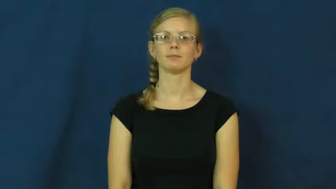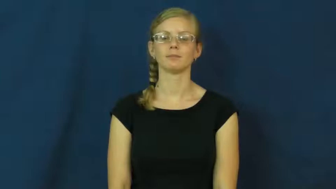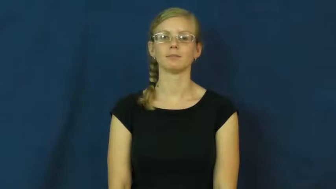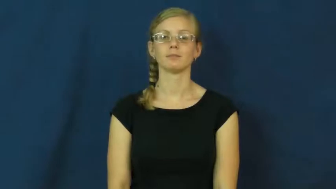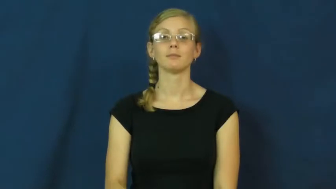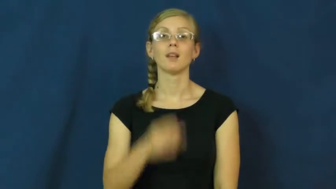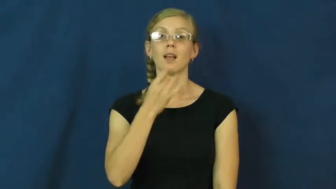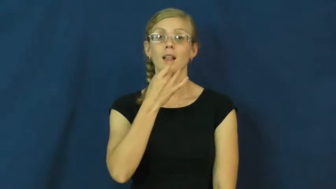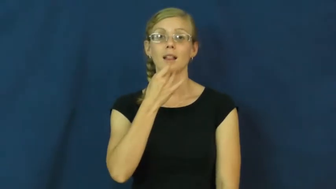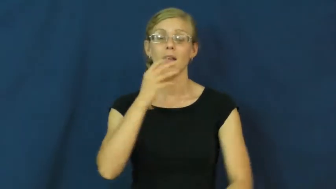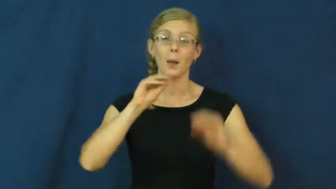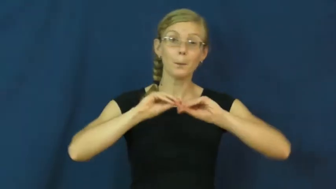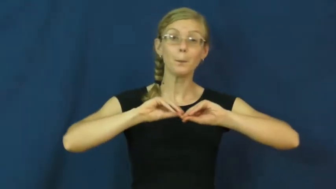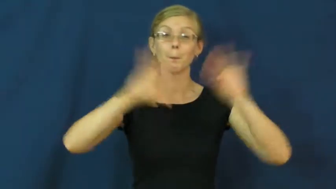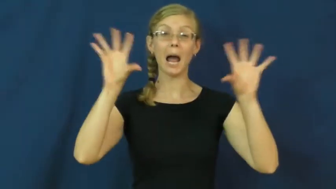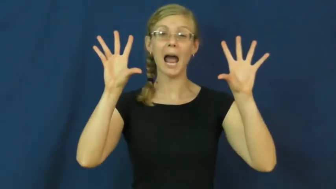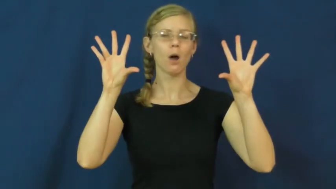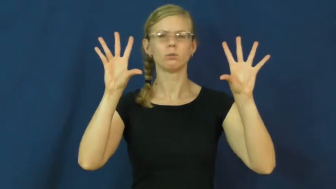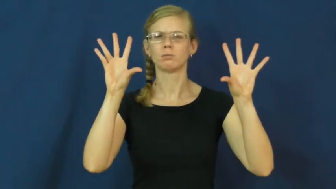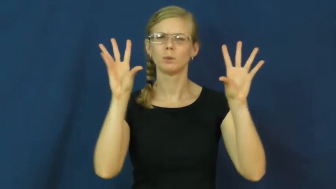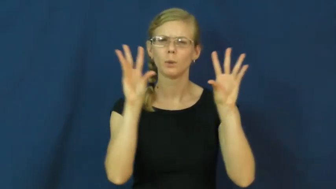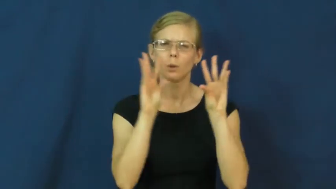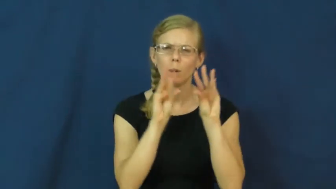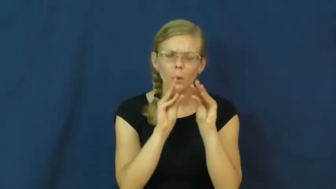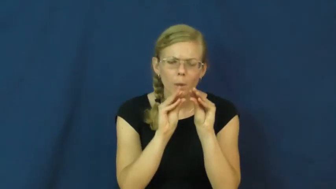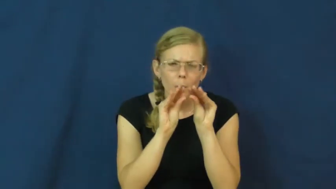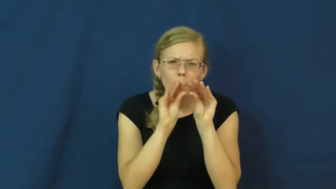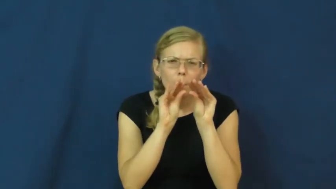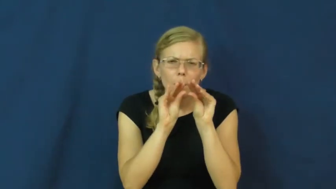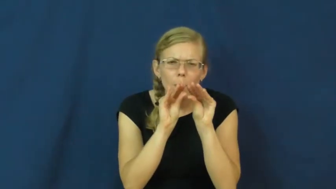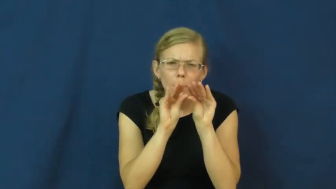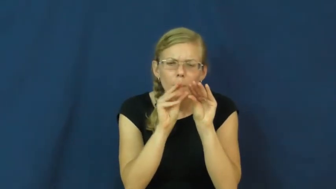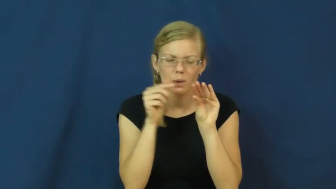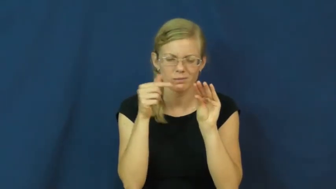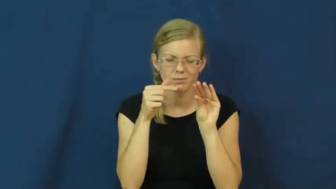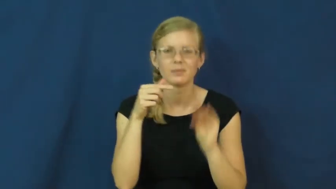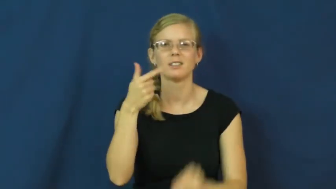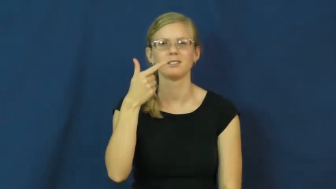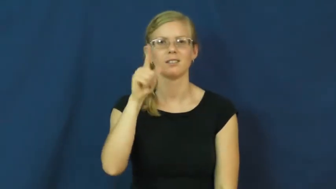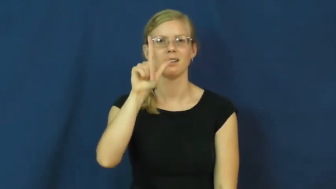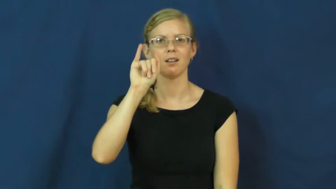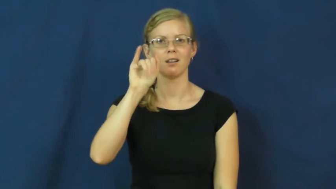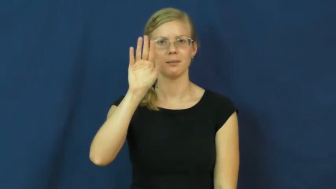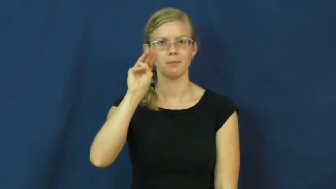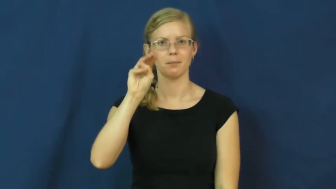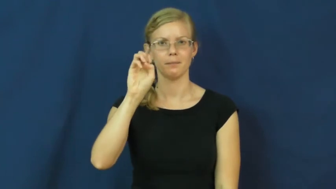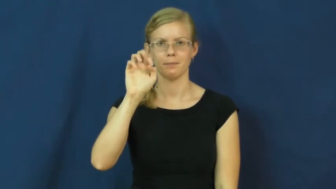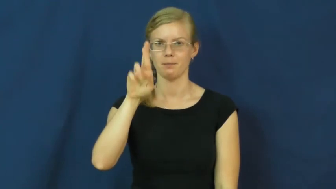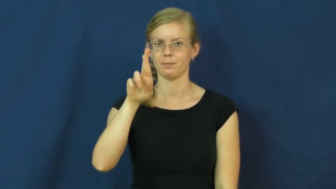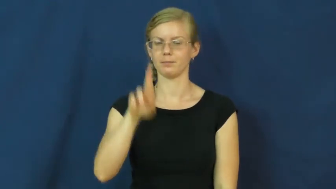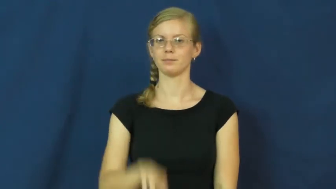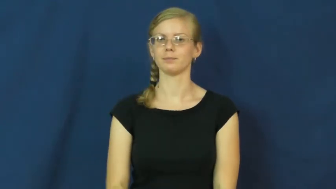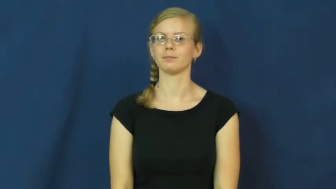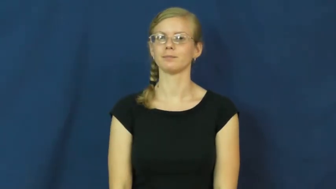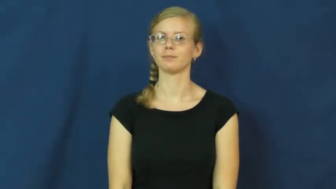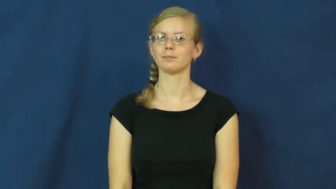glimmer